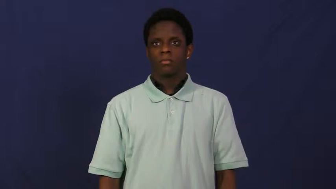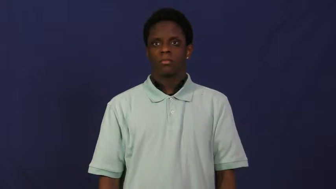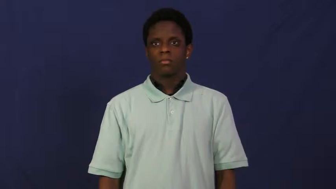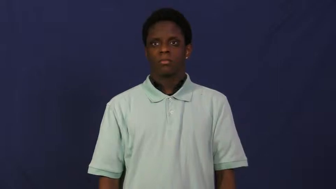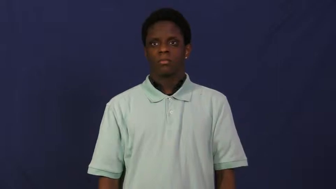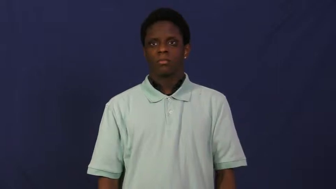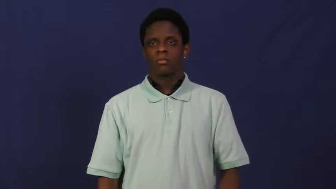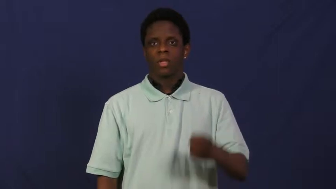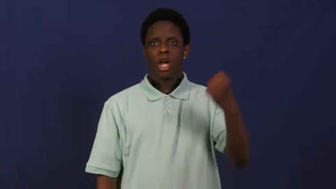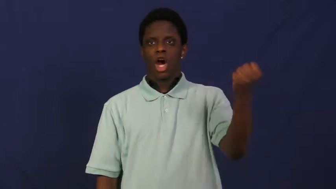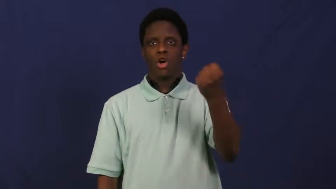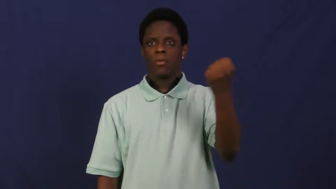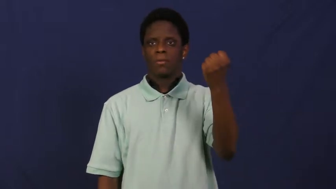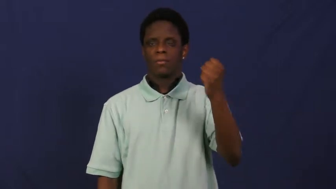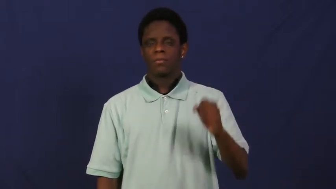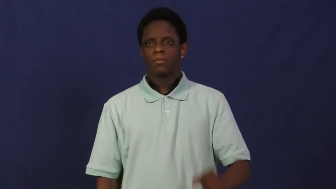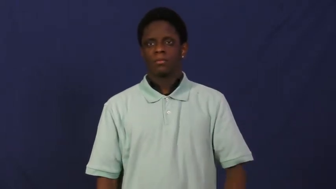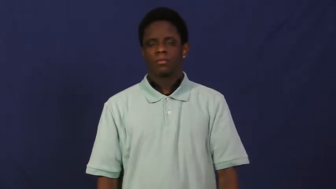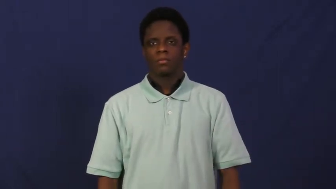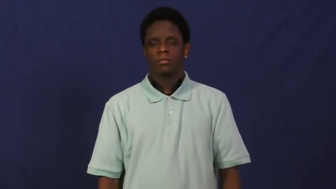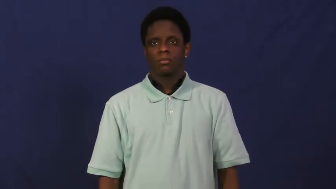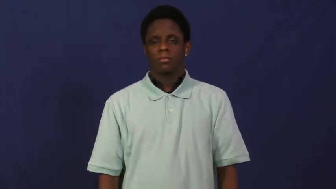hold on-wait